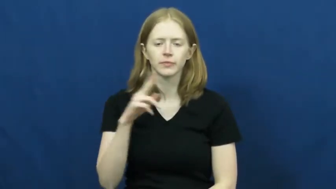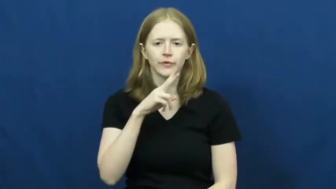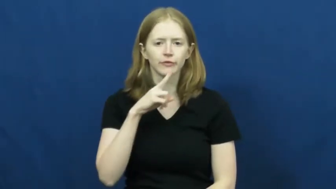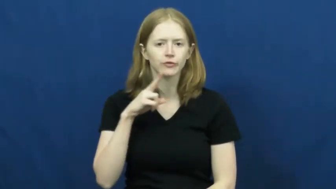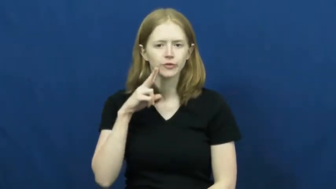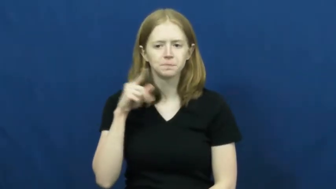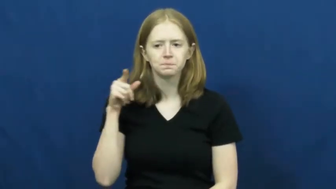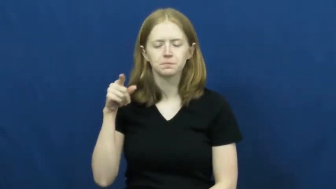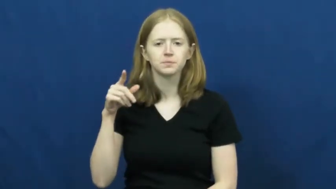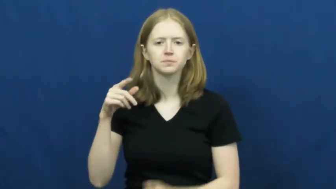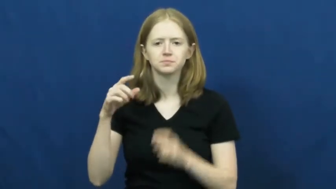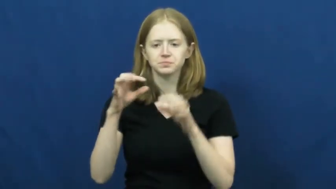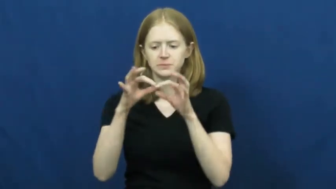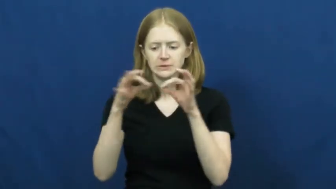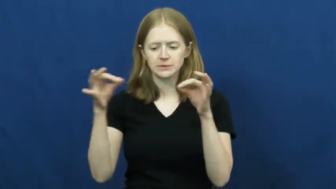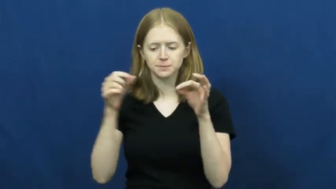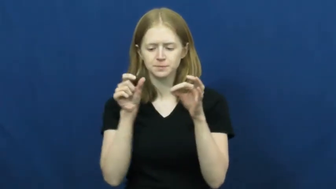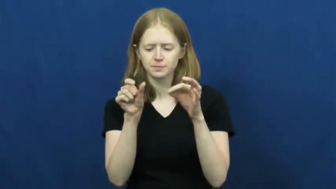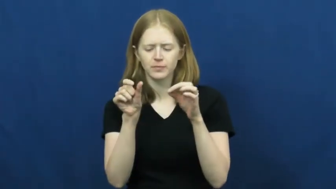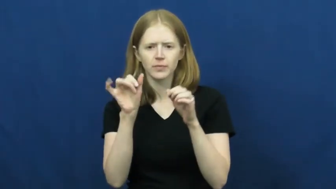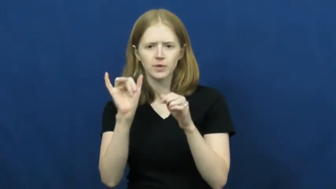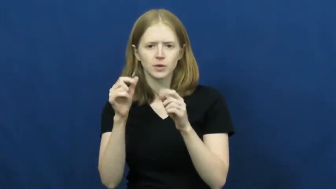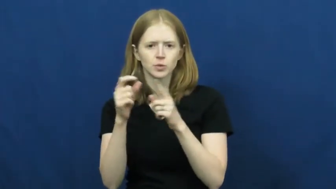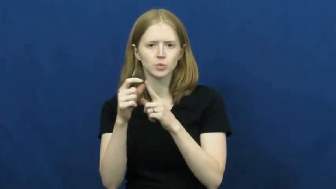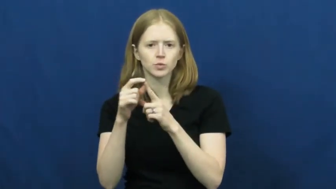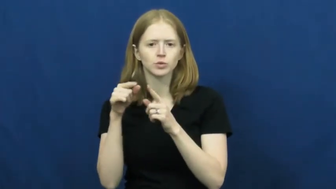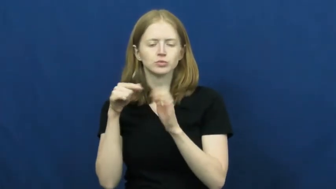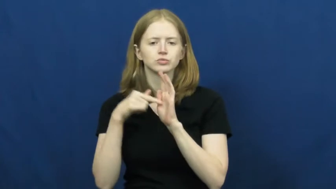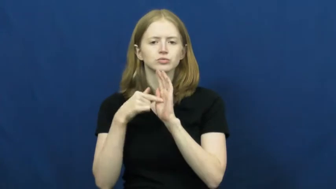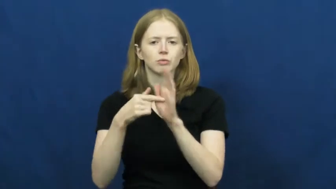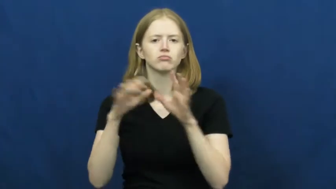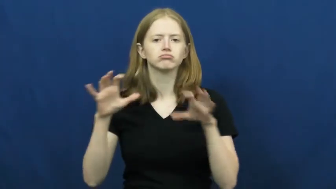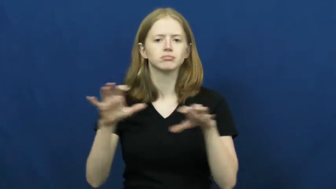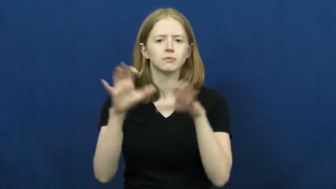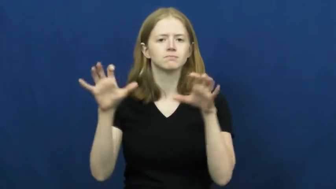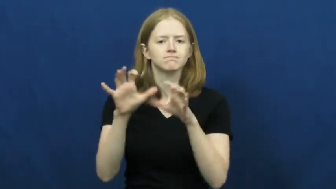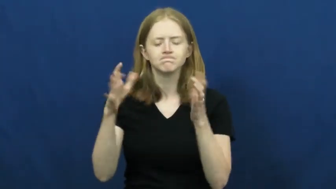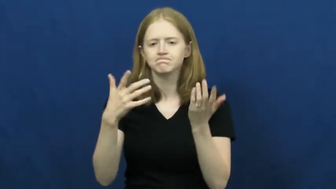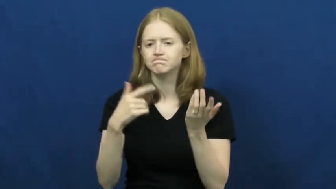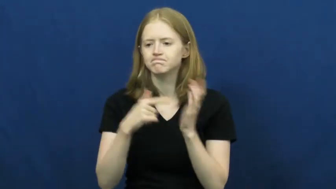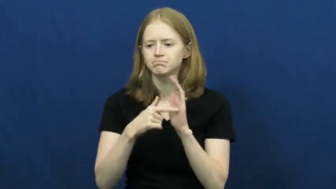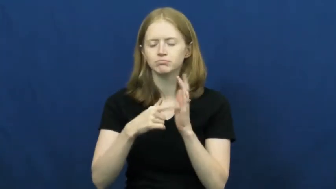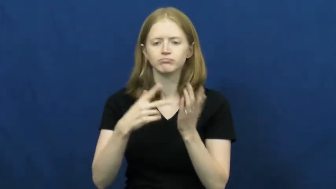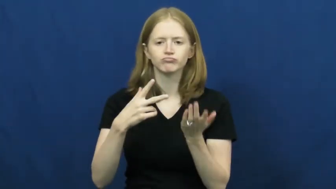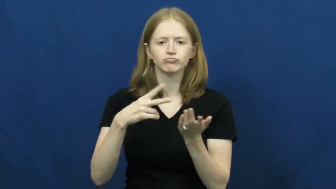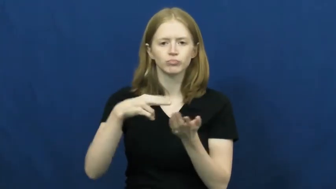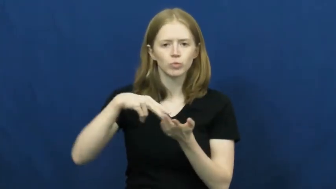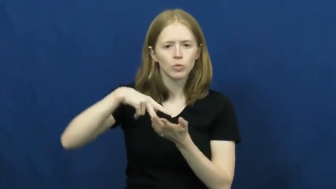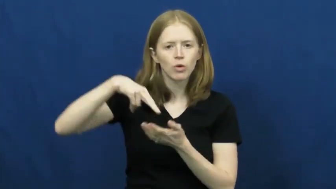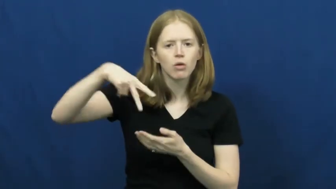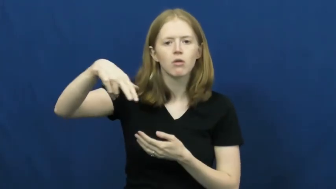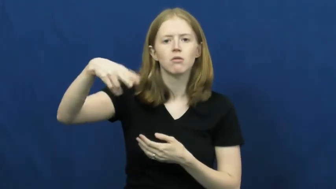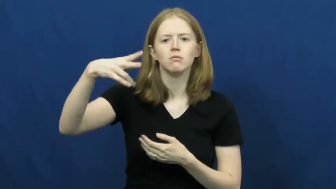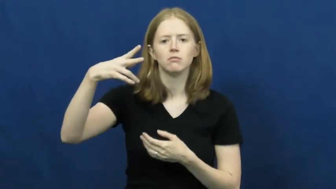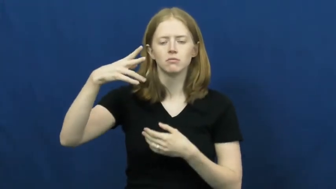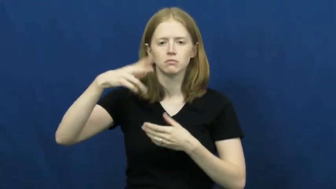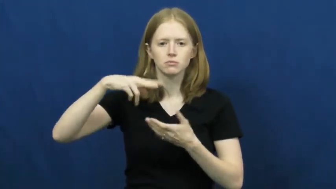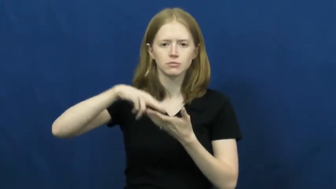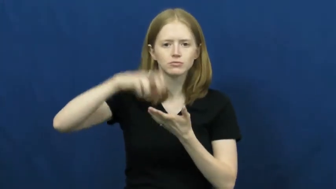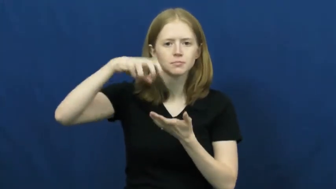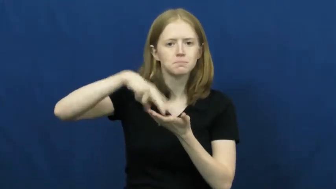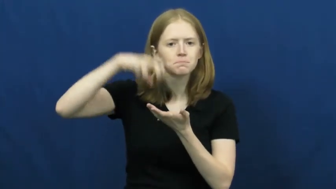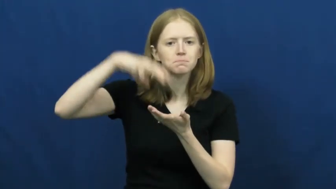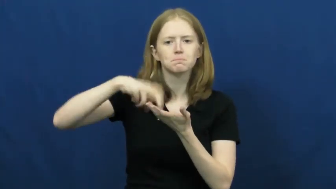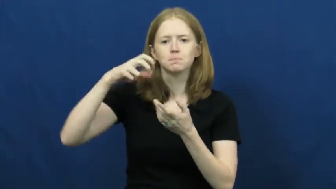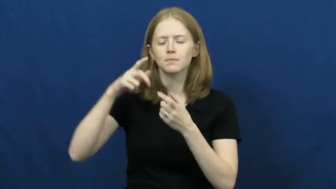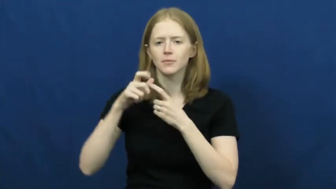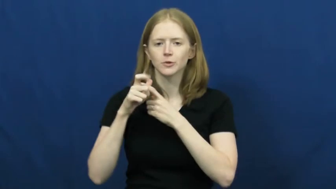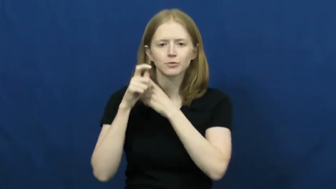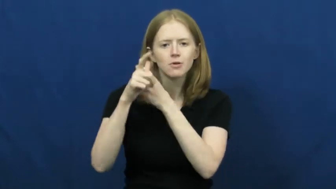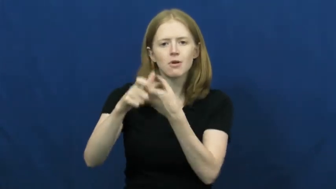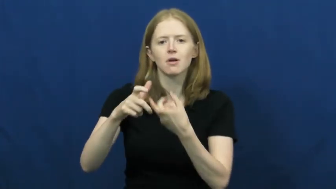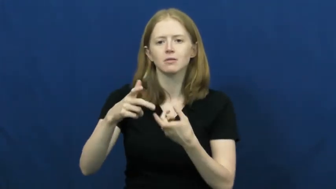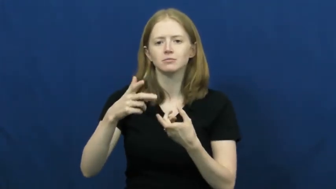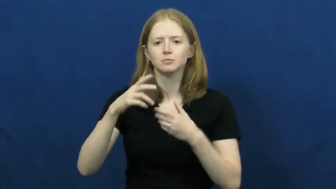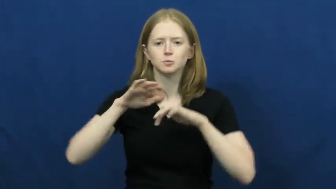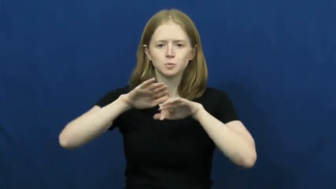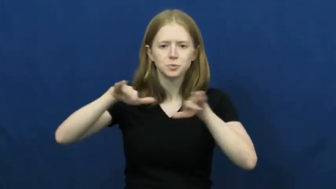verb